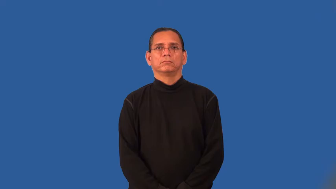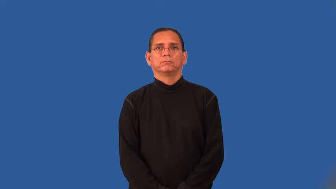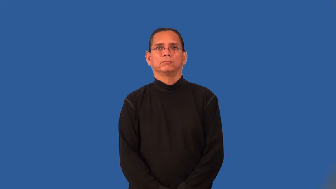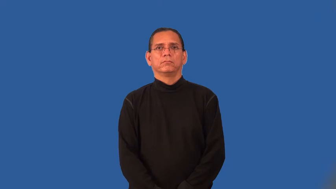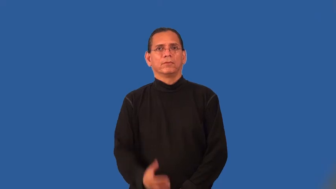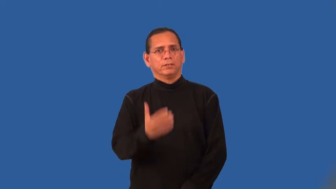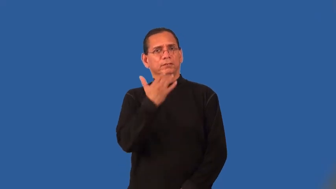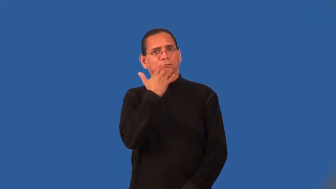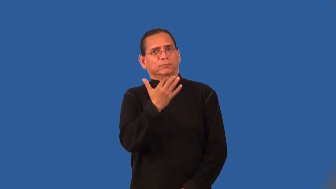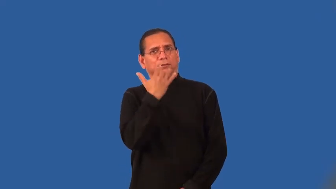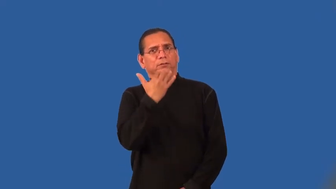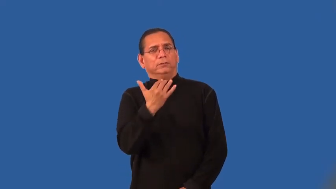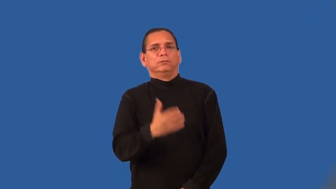peppery